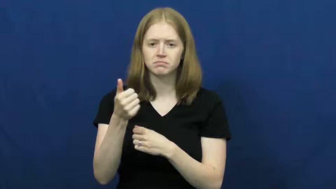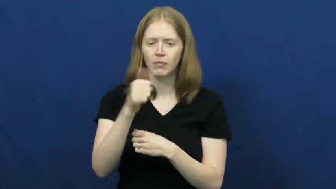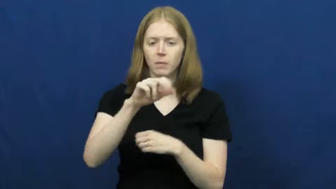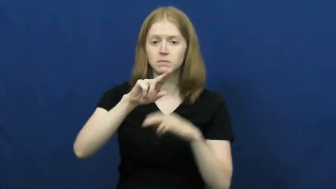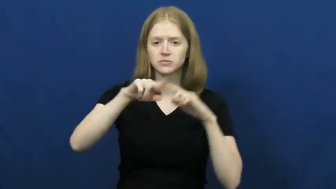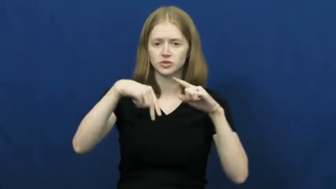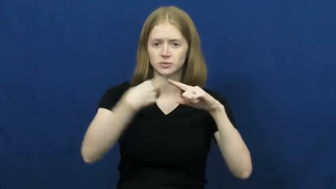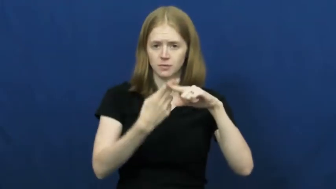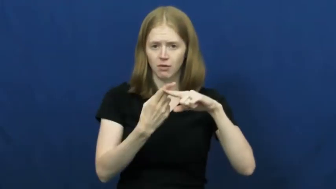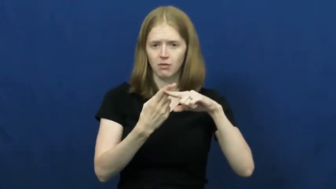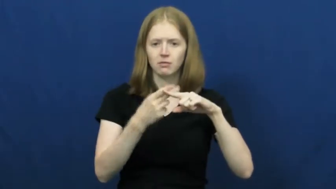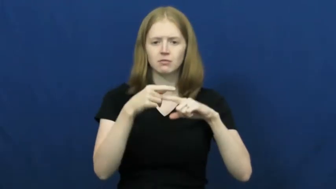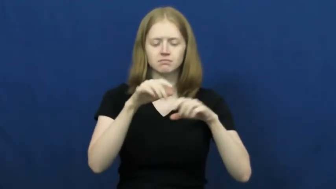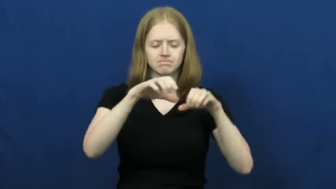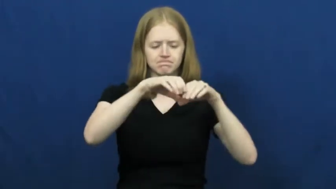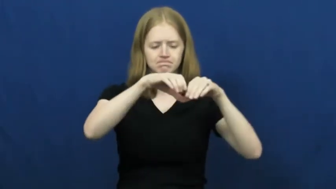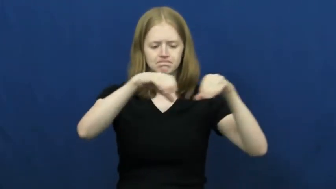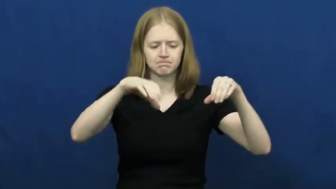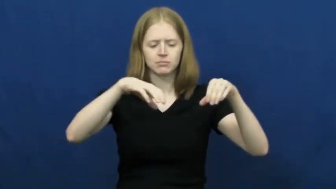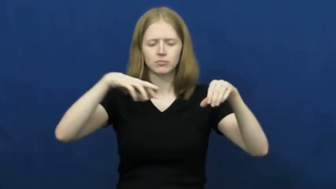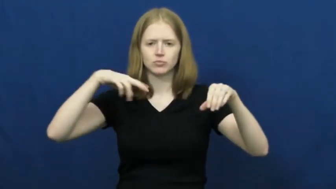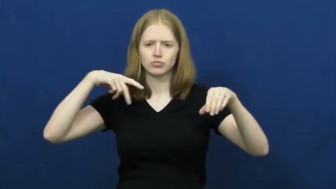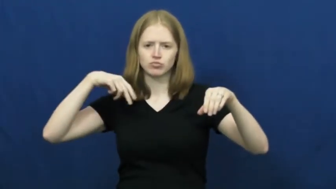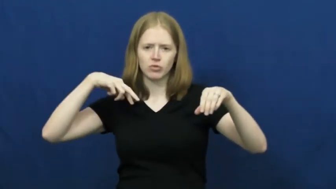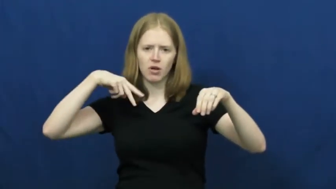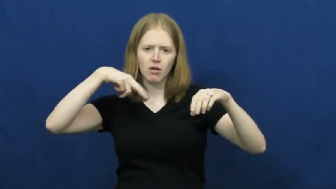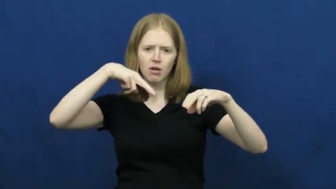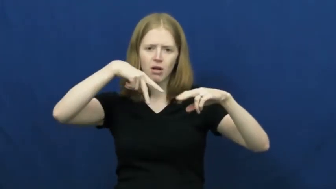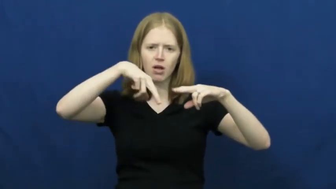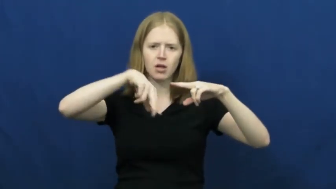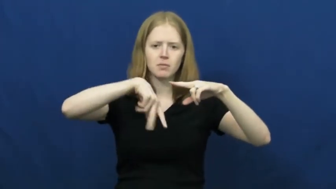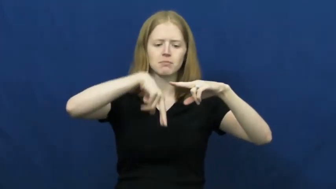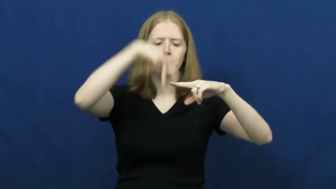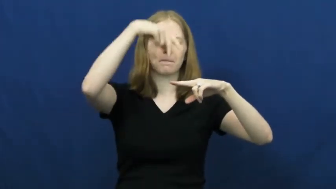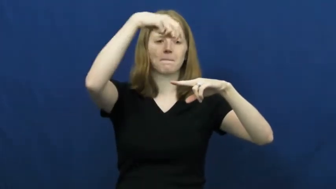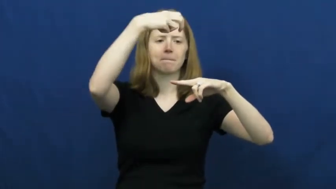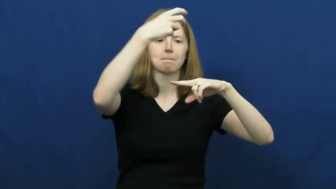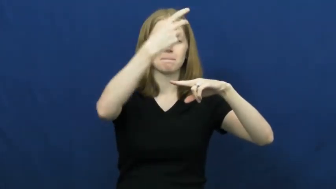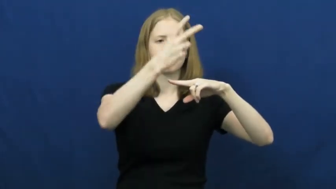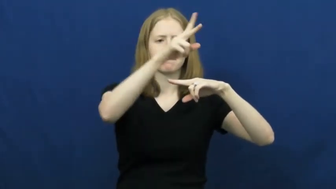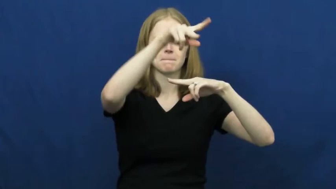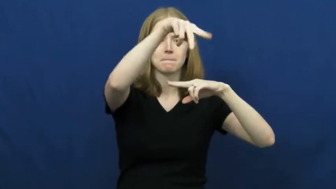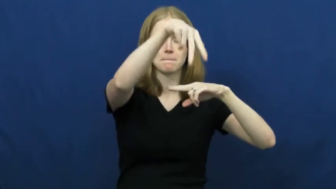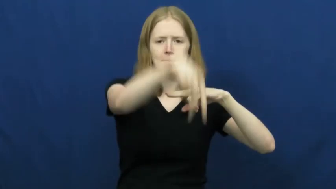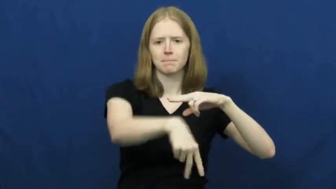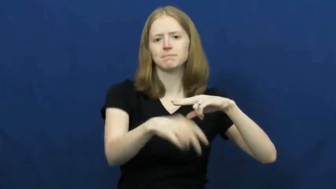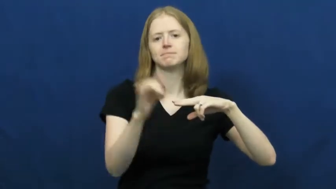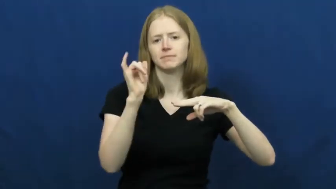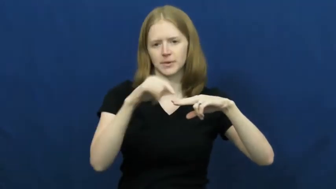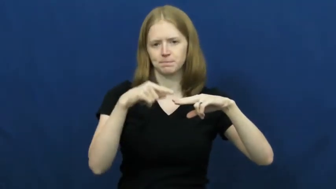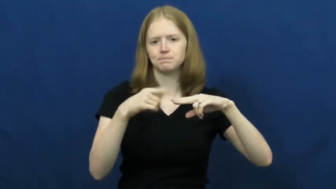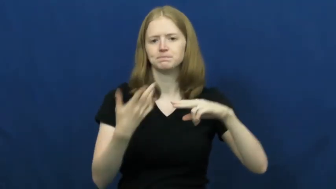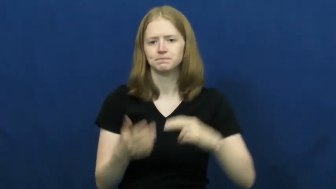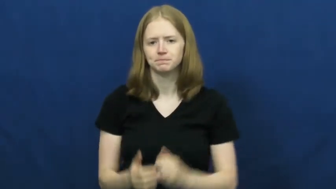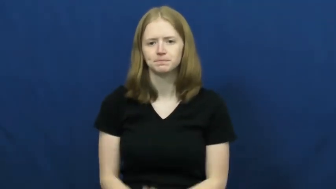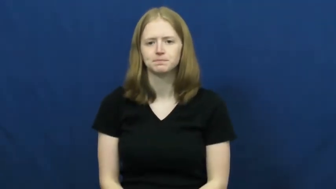vault-gymnastics